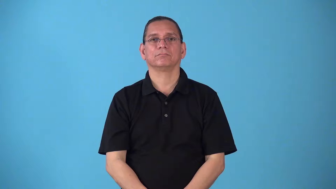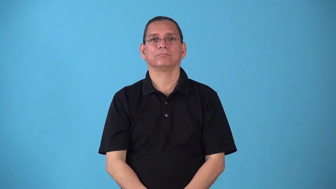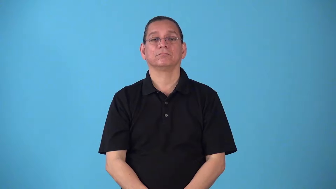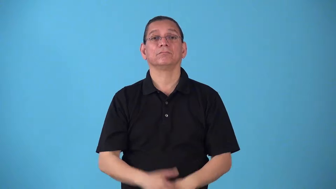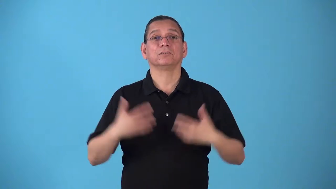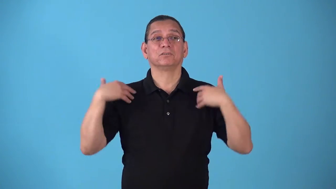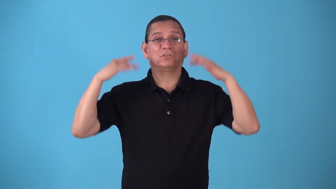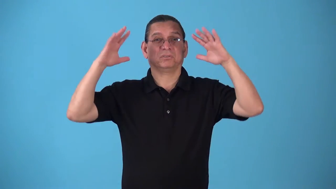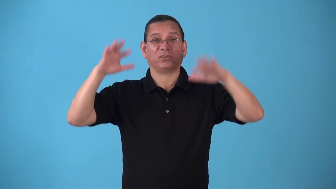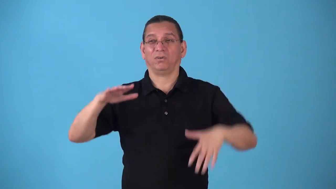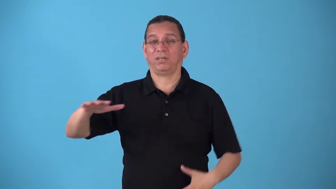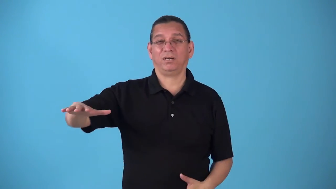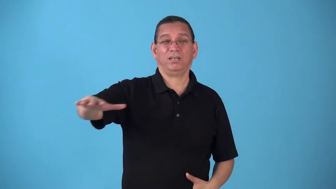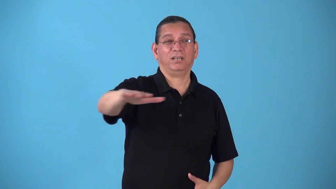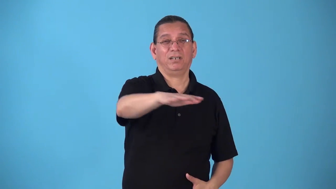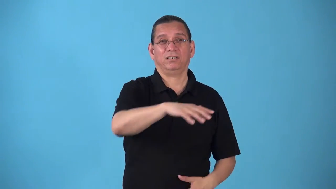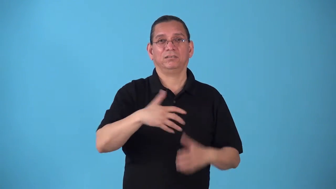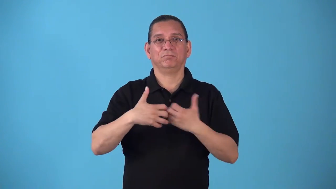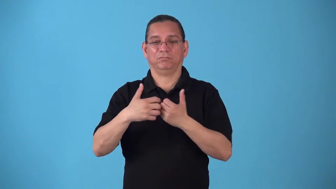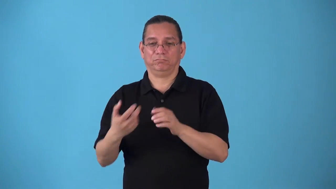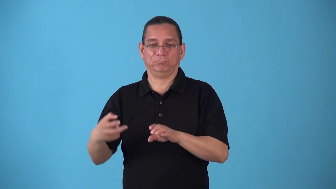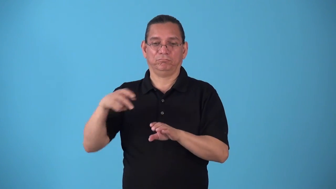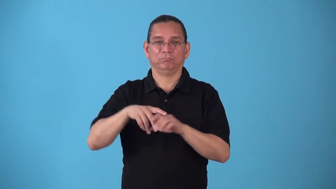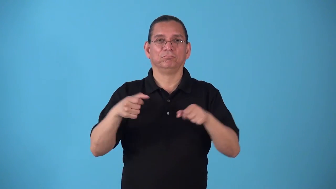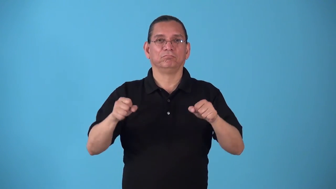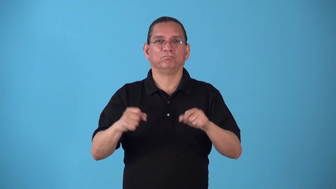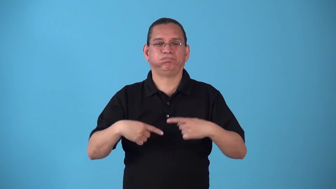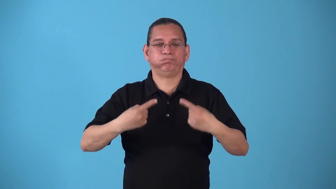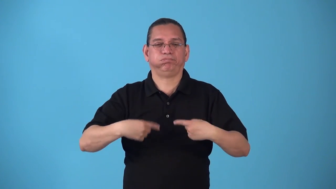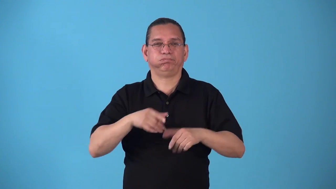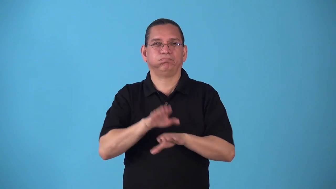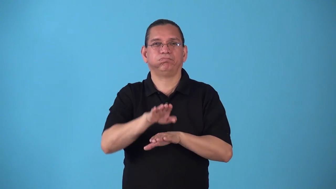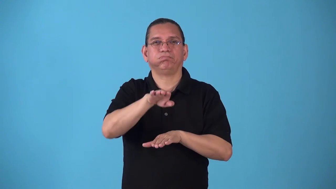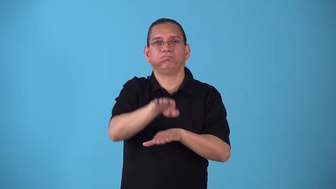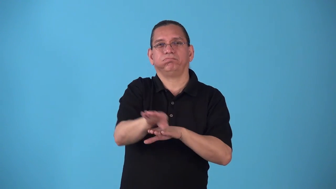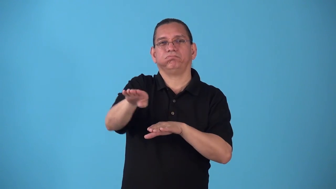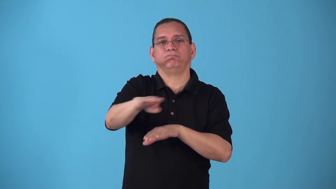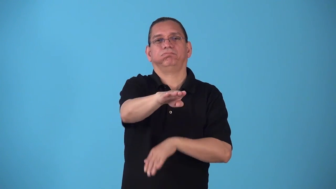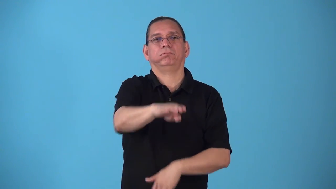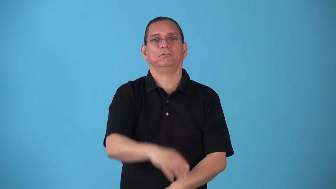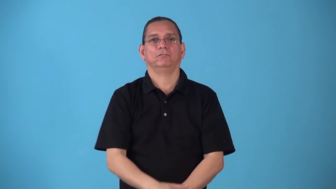snowmobile